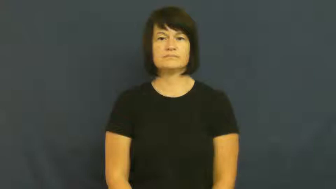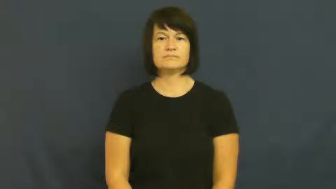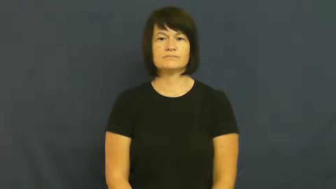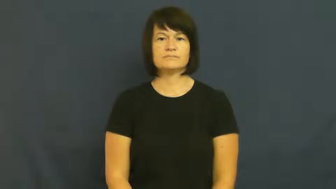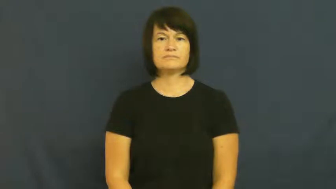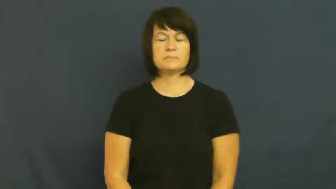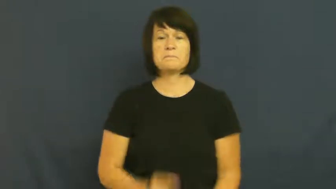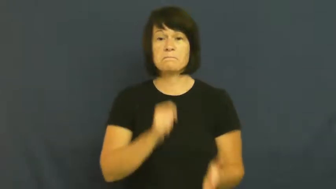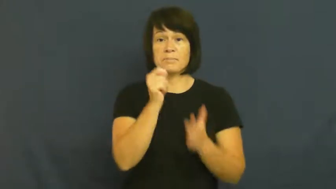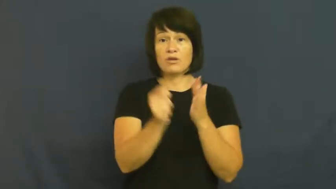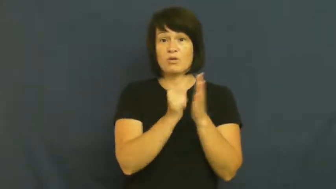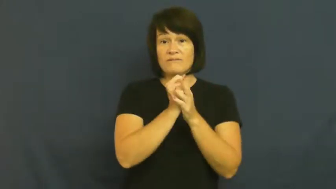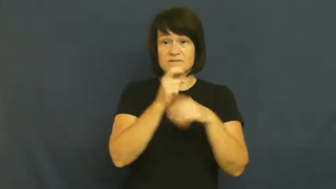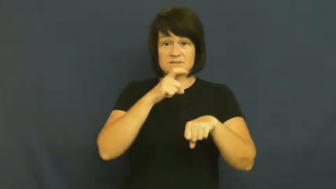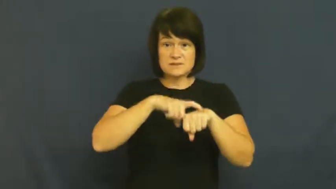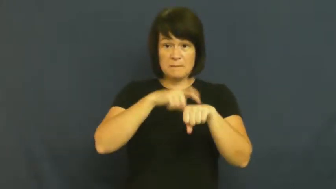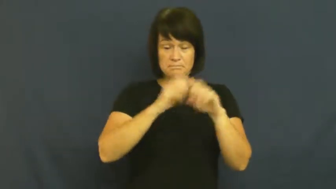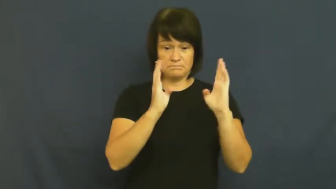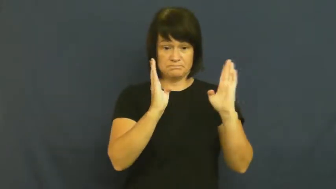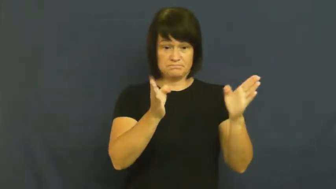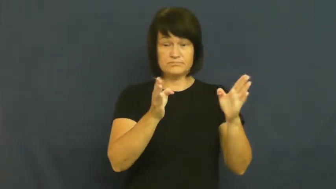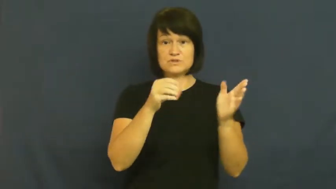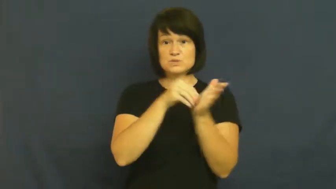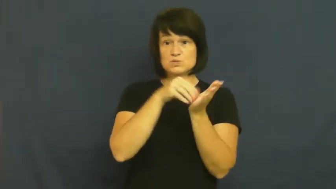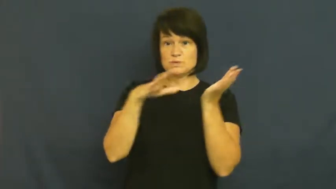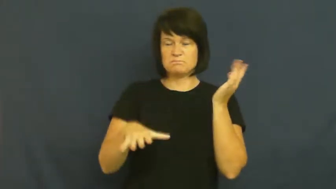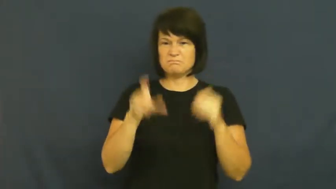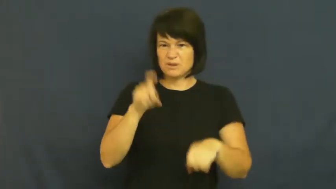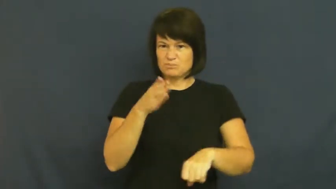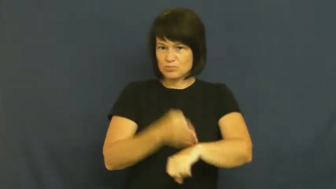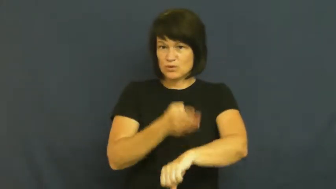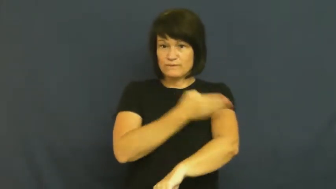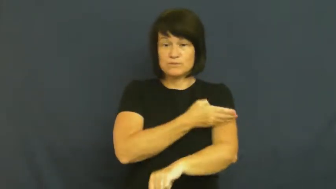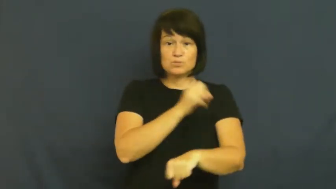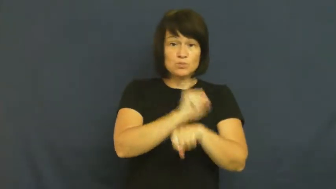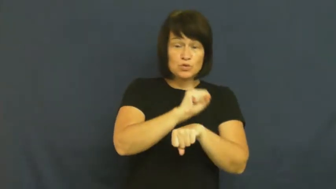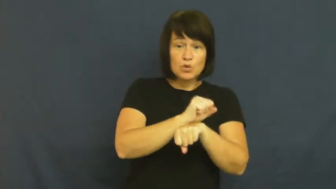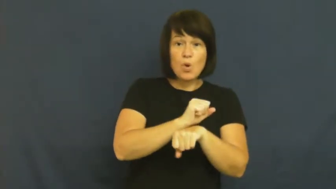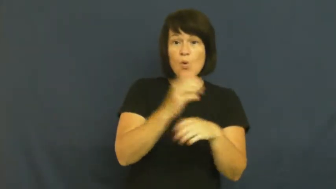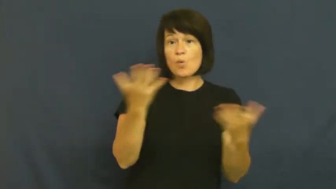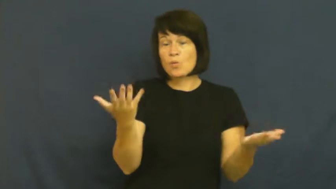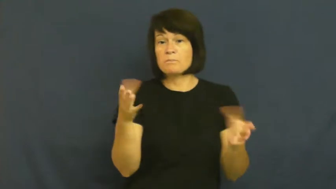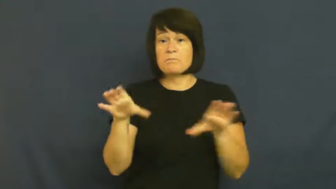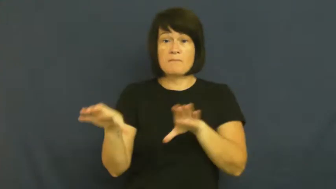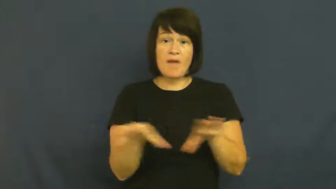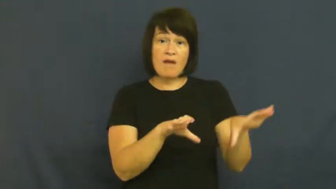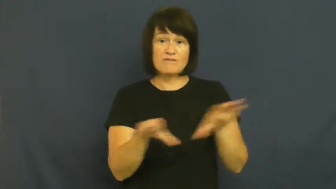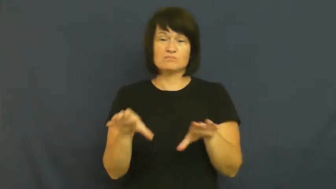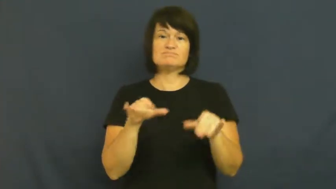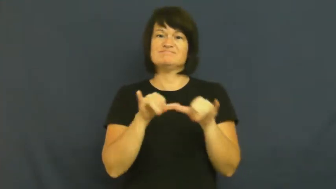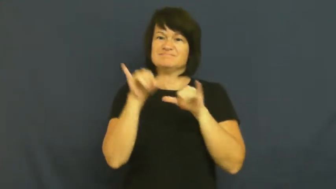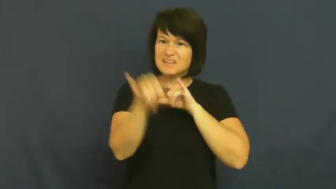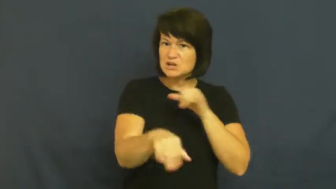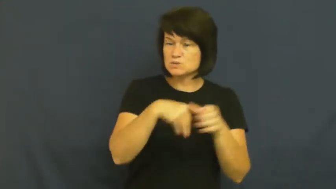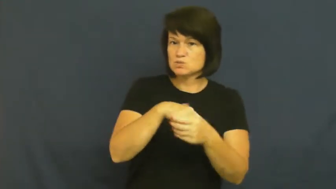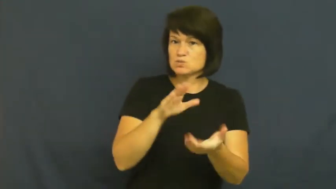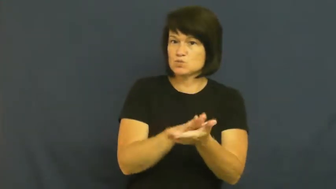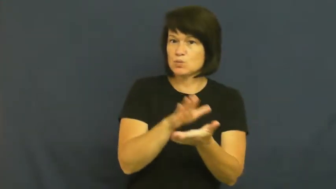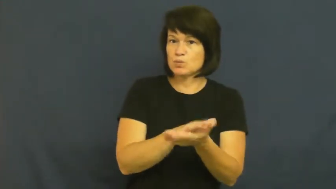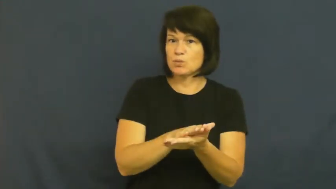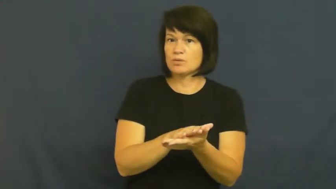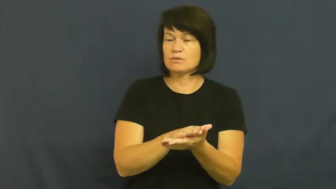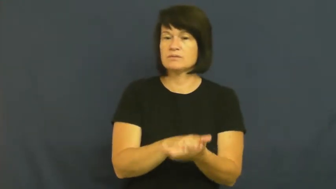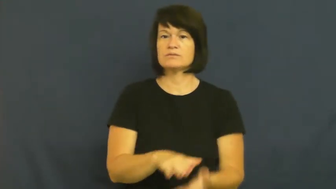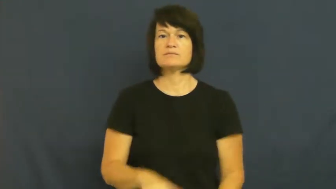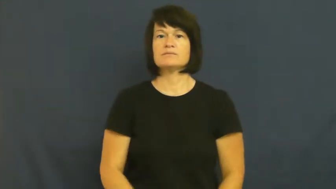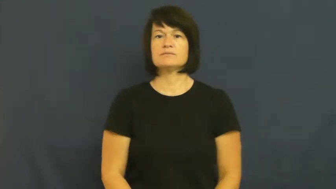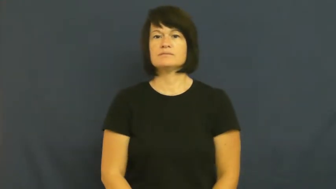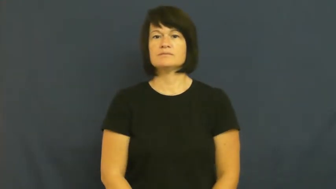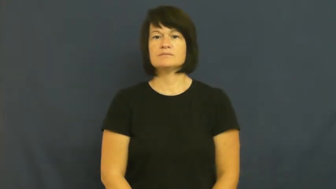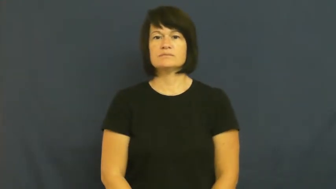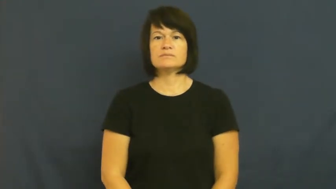probation-school